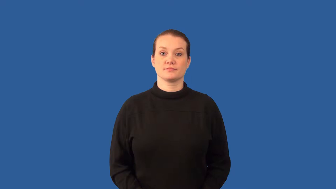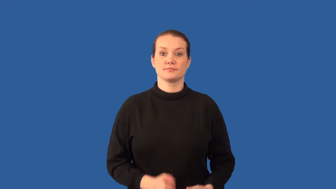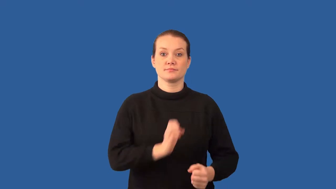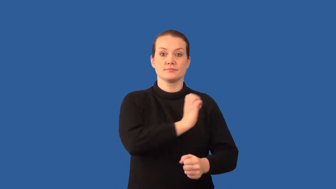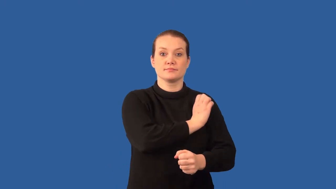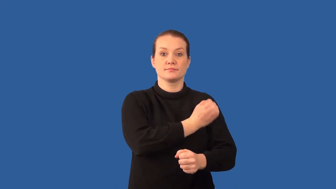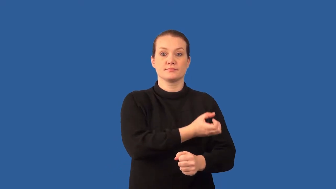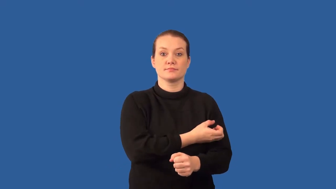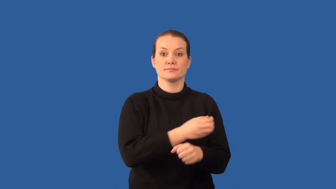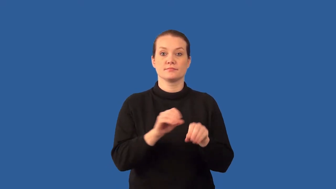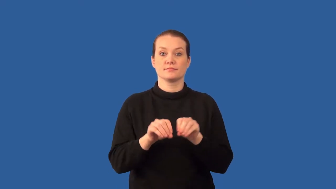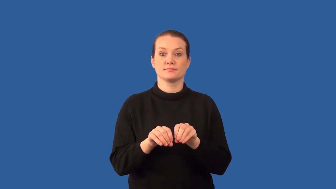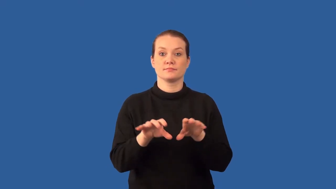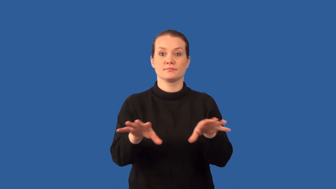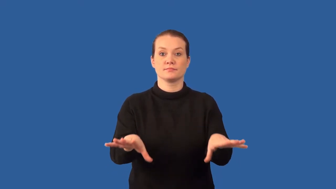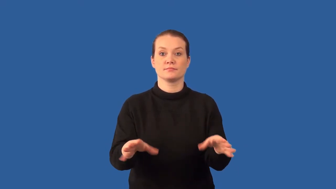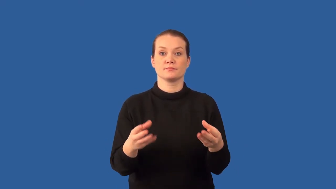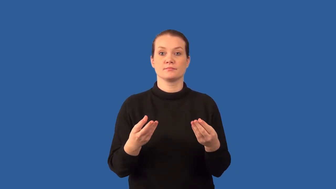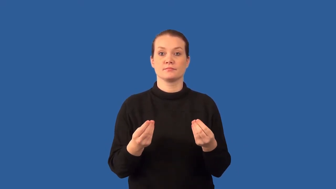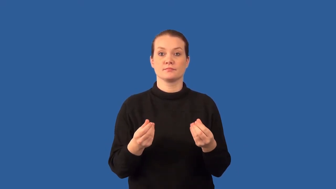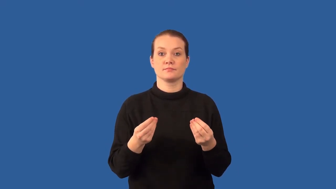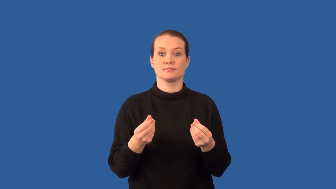radioactive